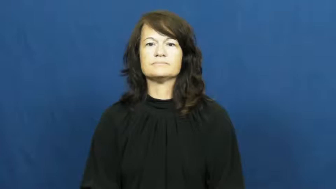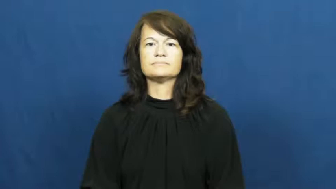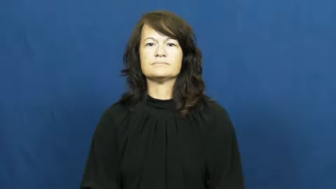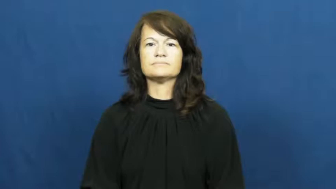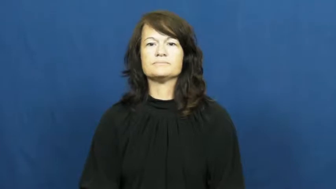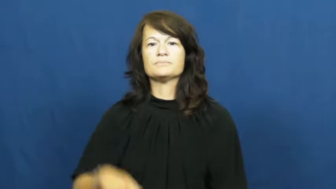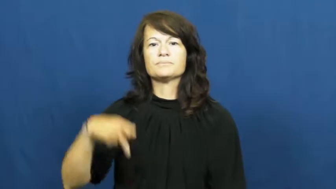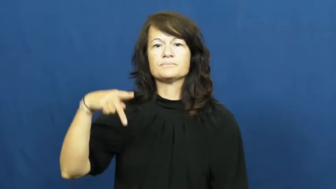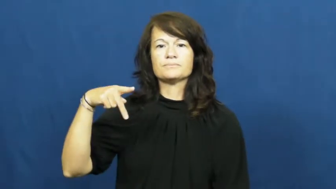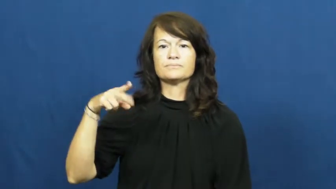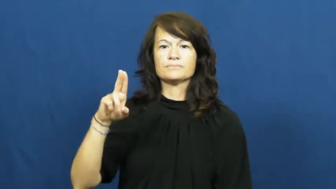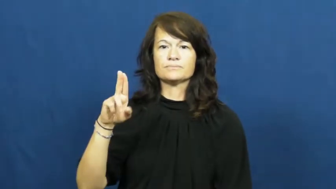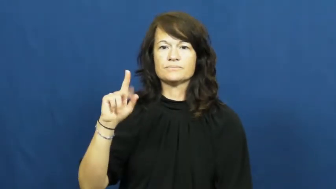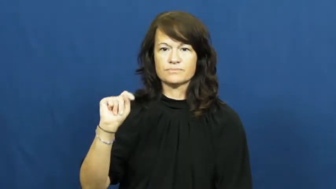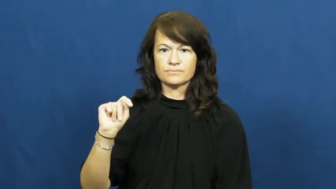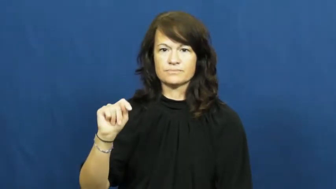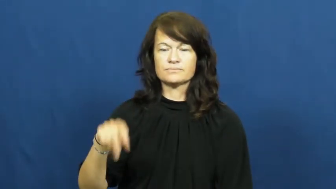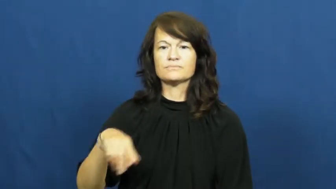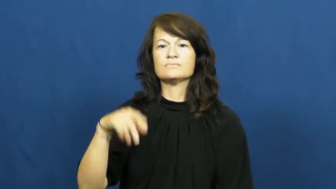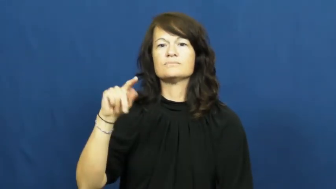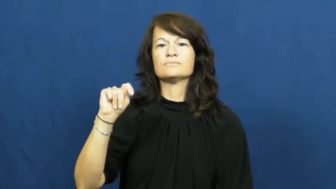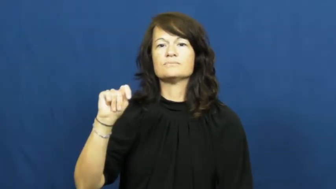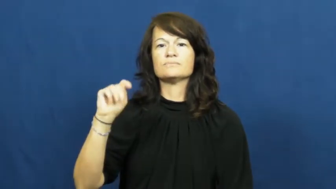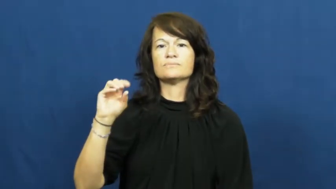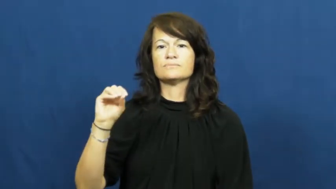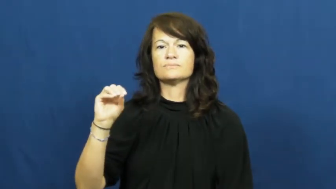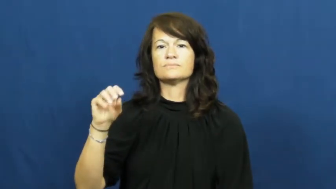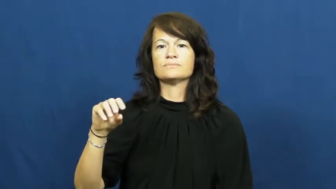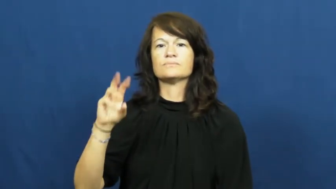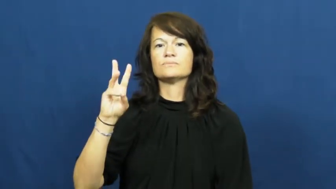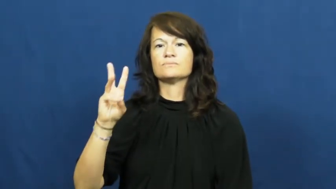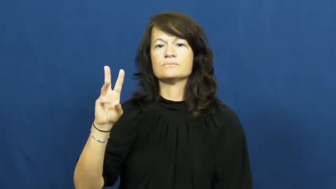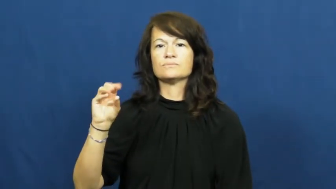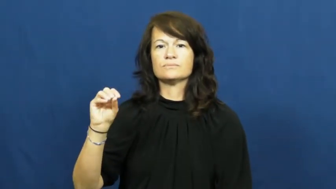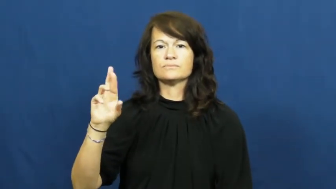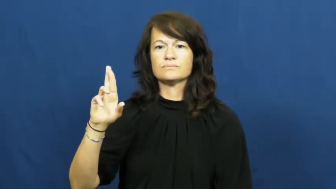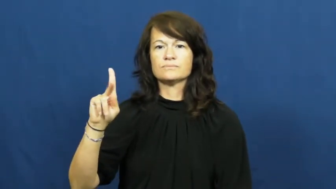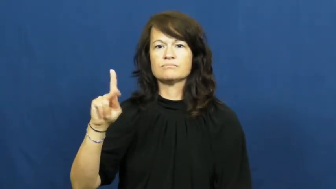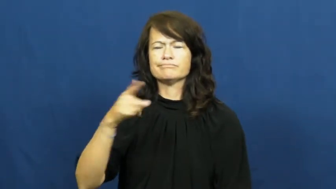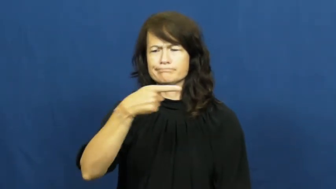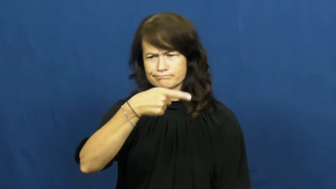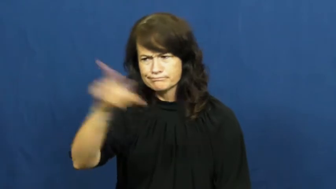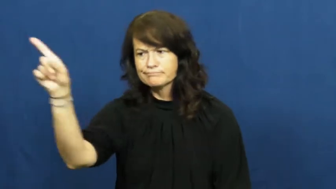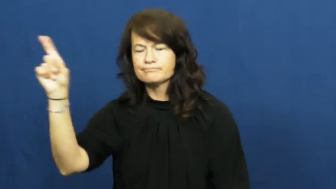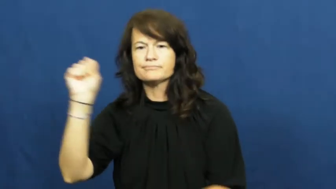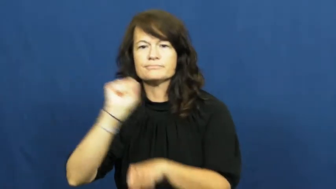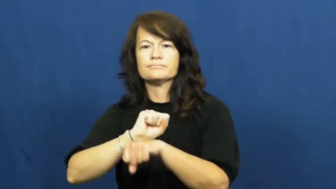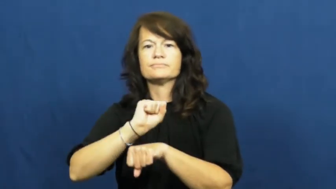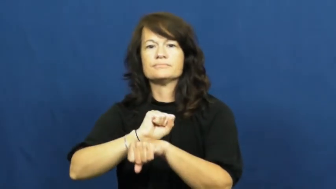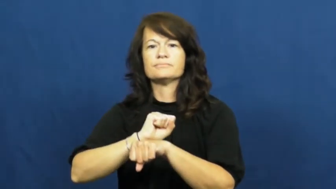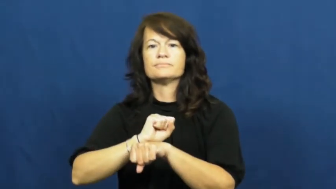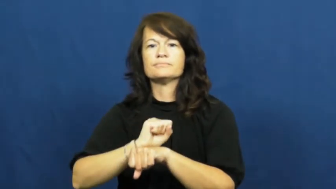put to work